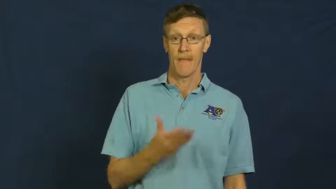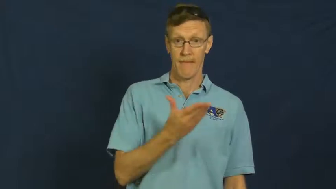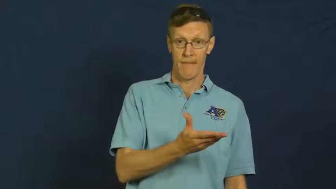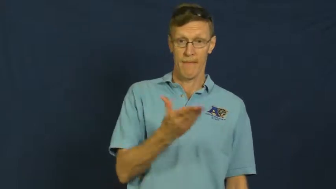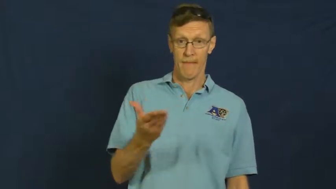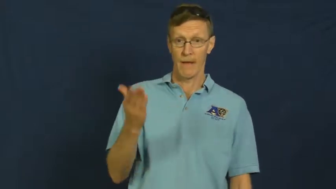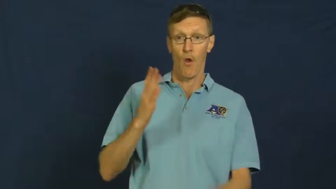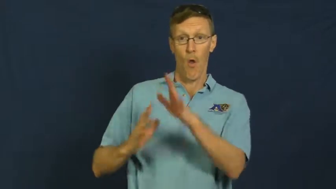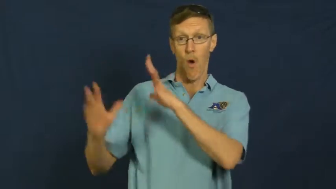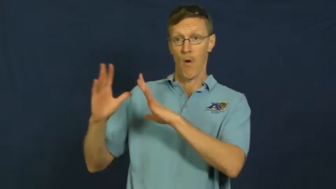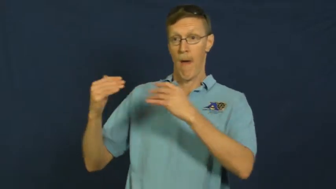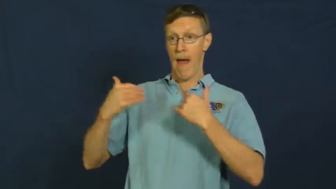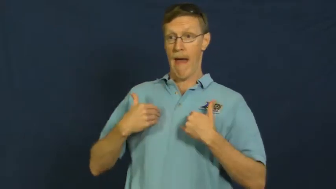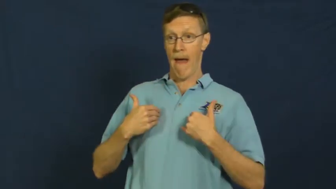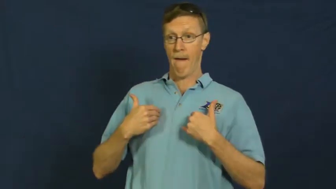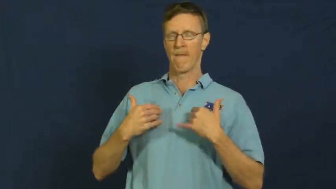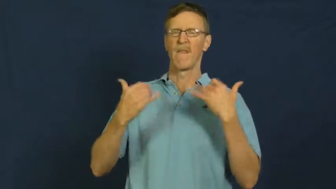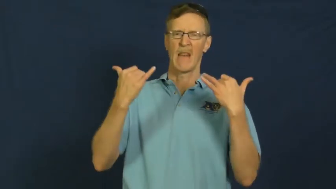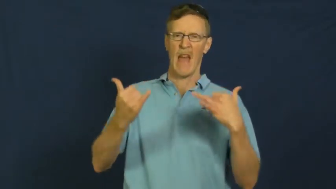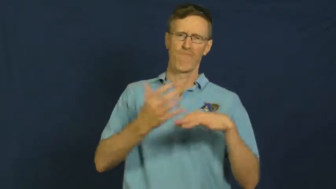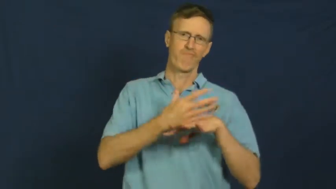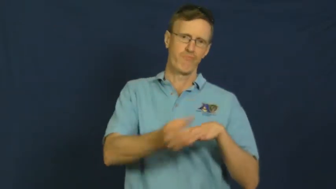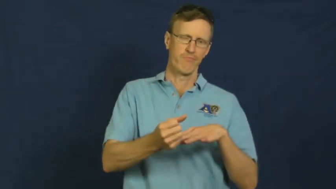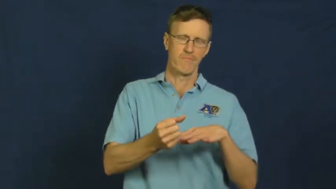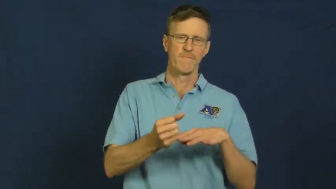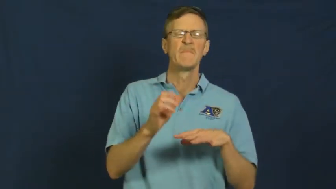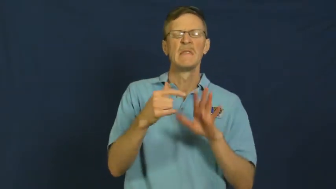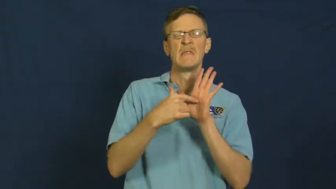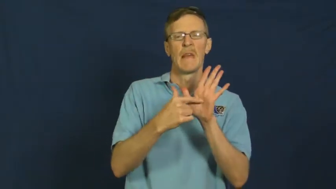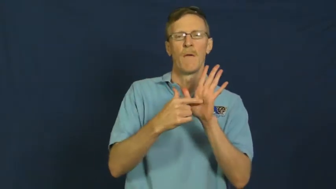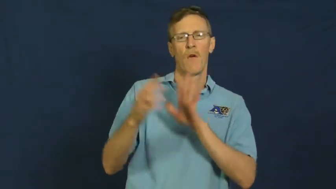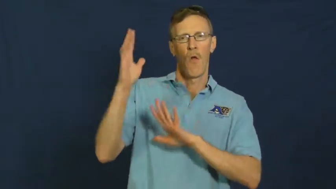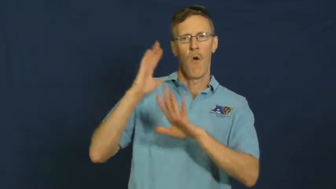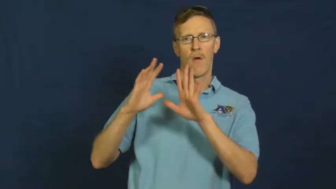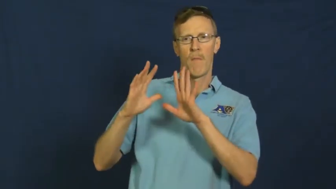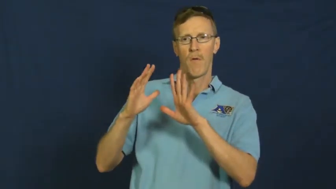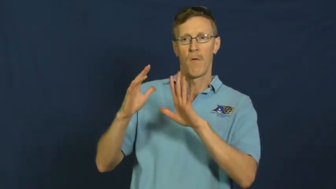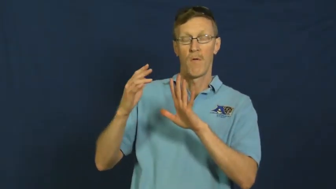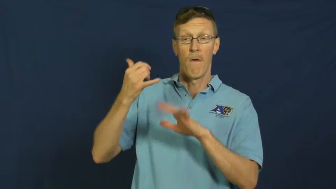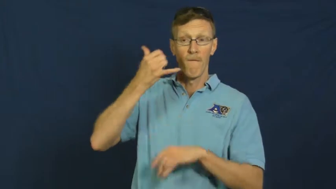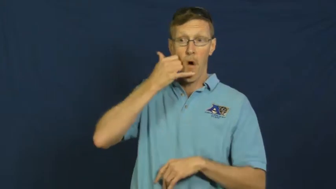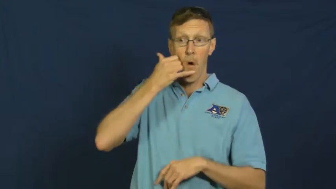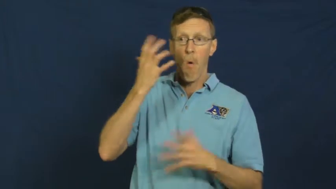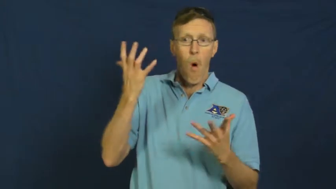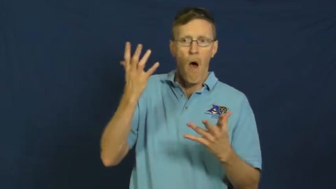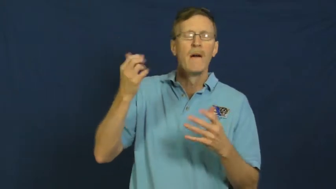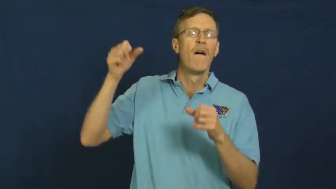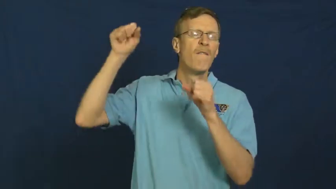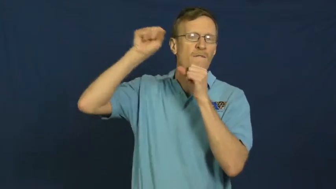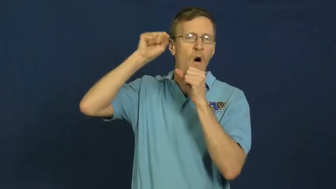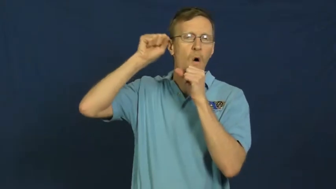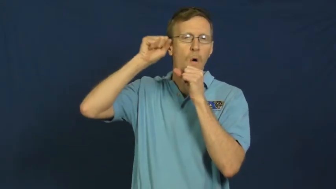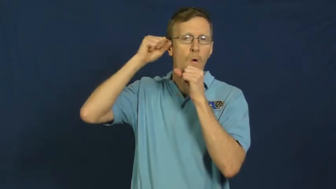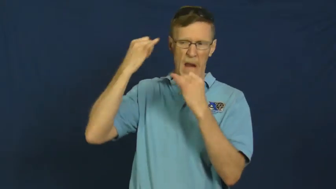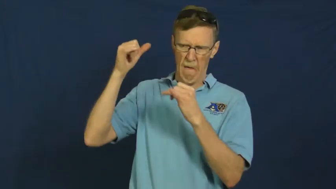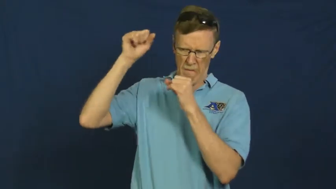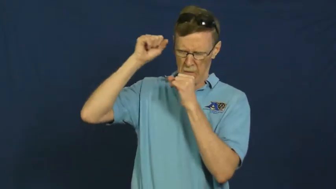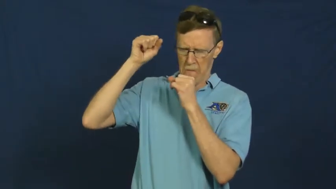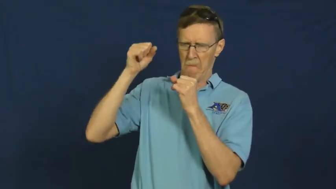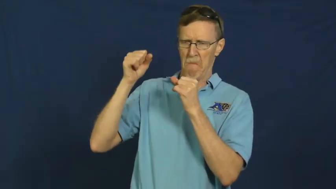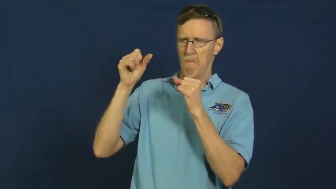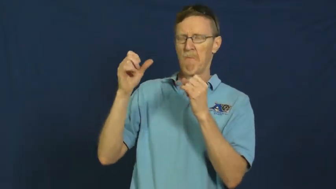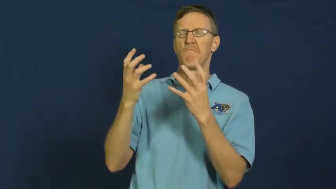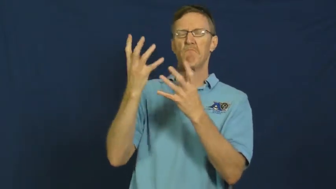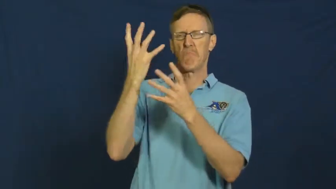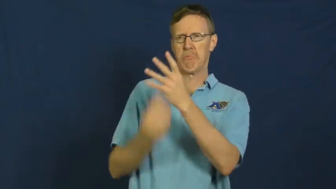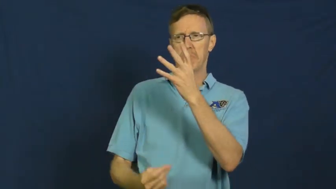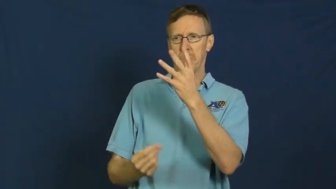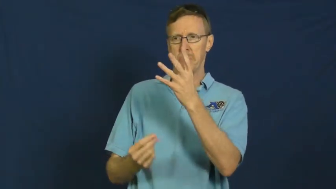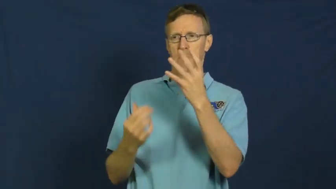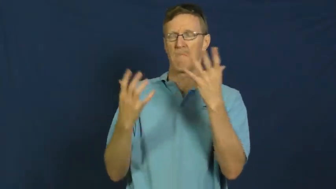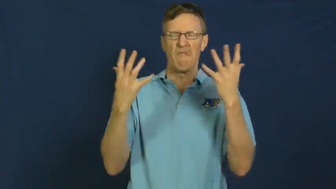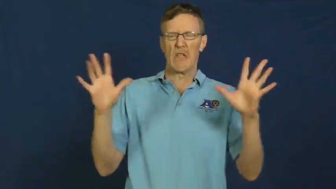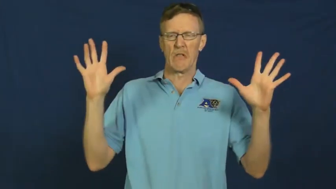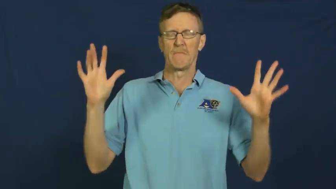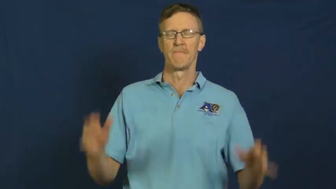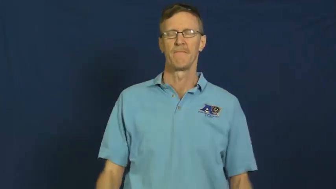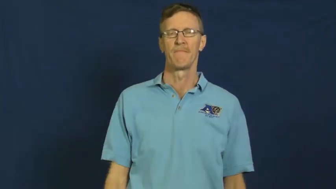obsolete,outdated,outmoded,superannuated